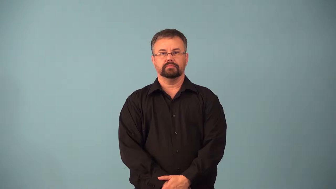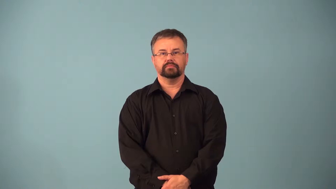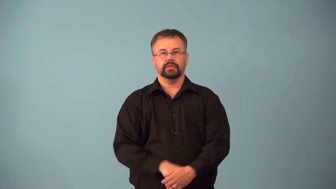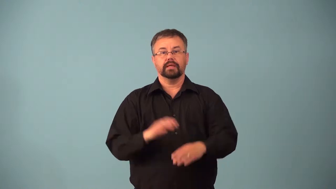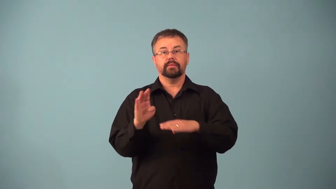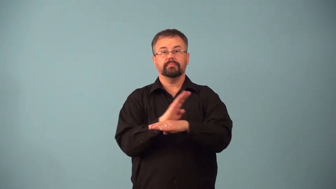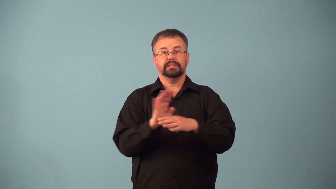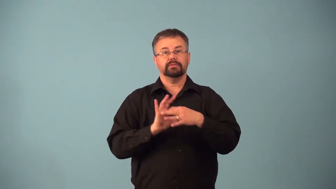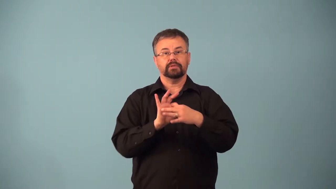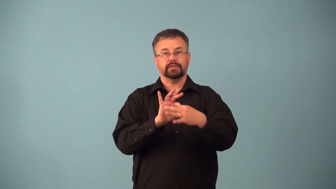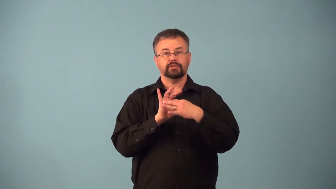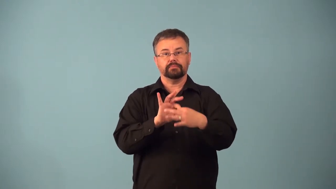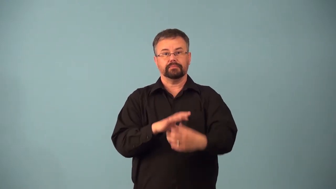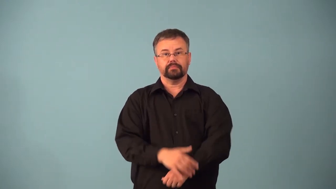account-company that other company does business with